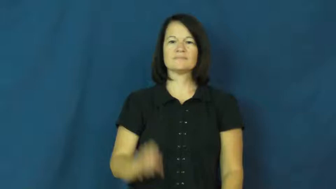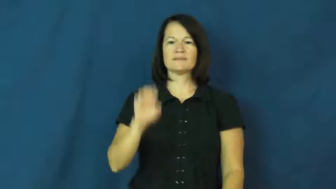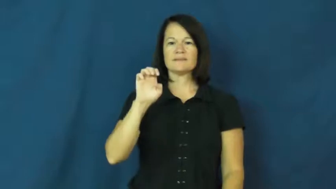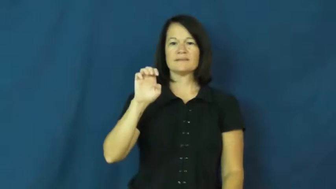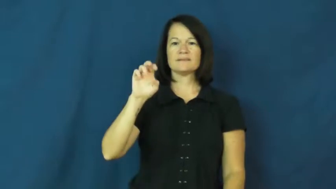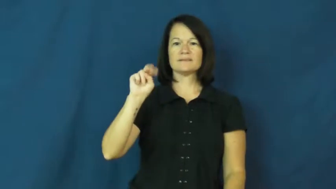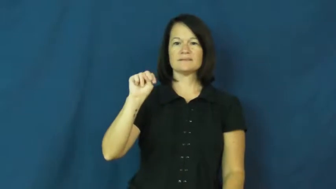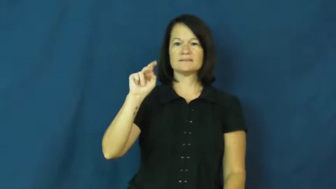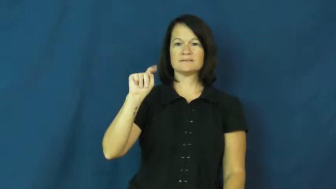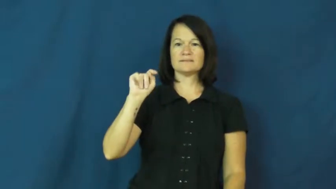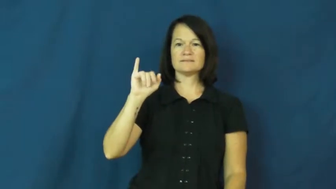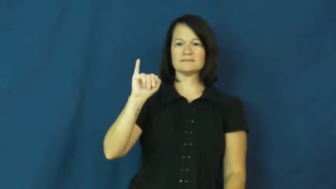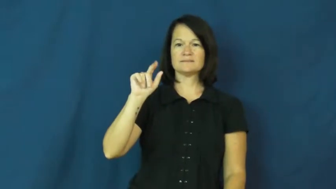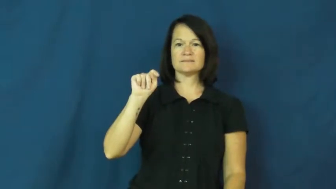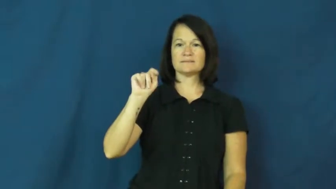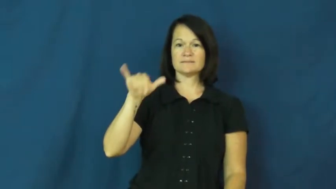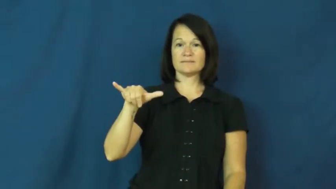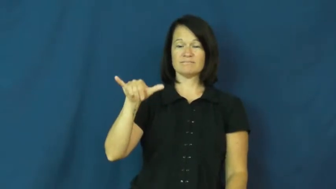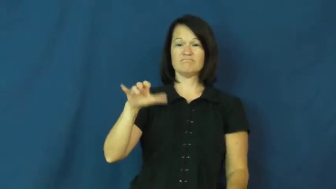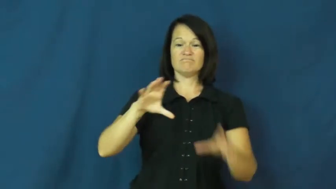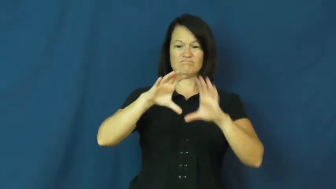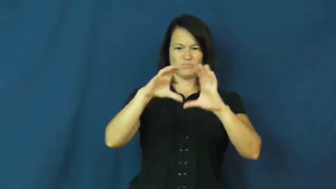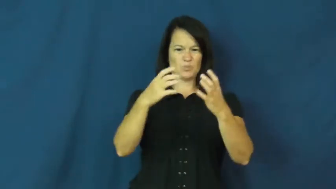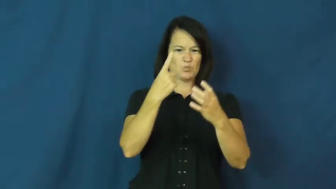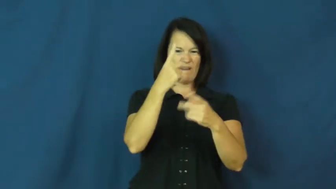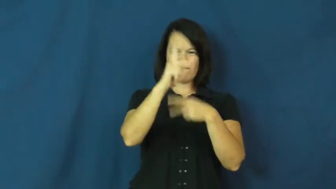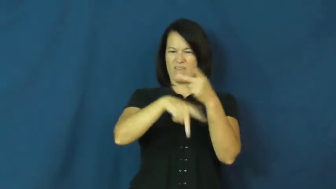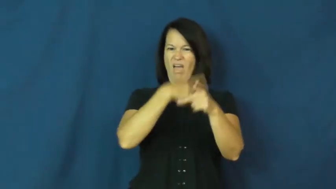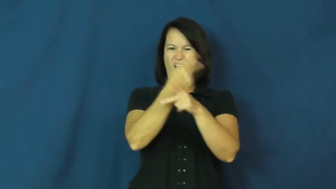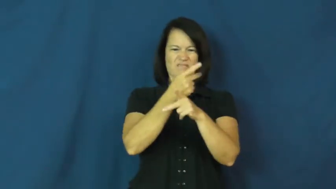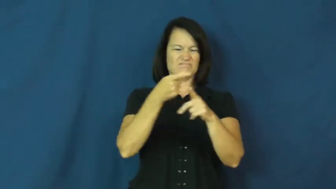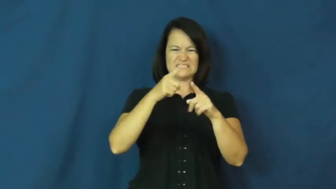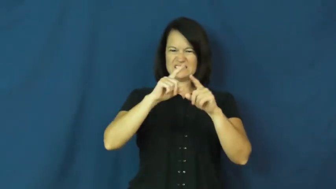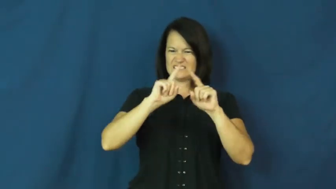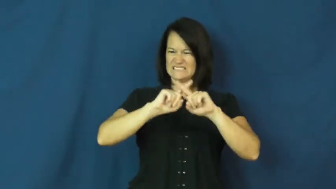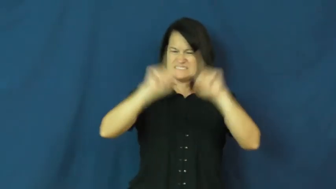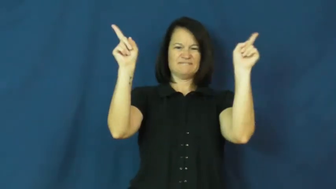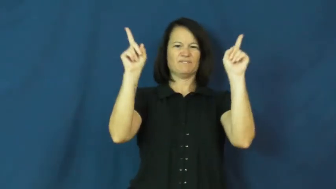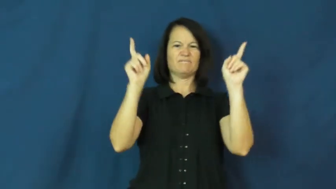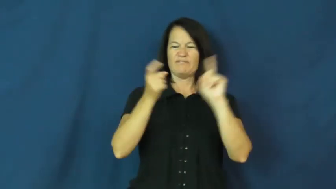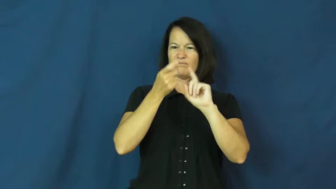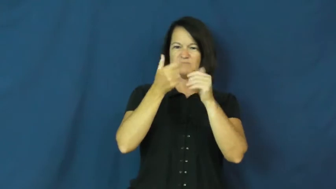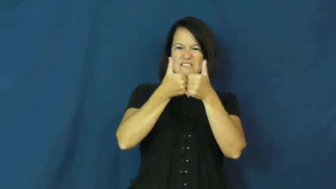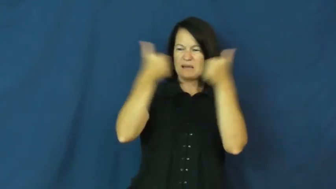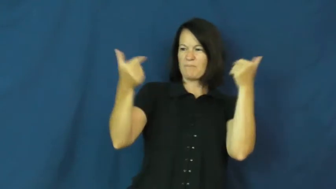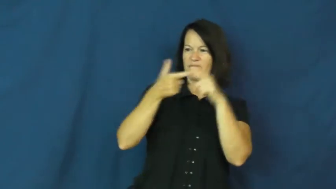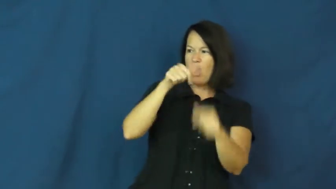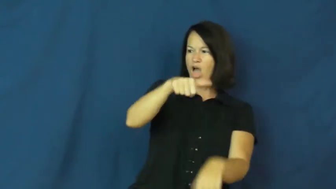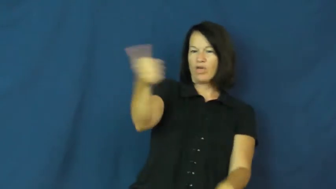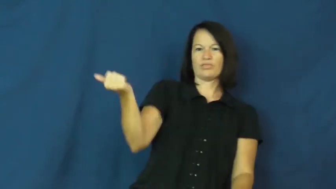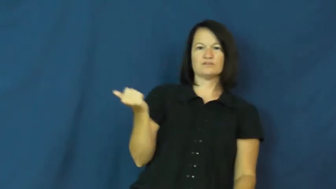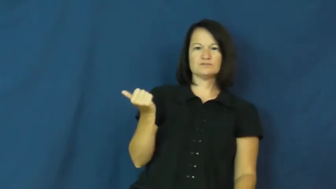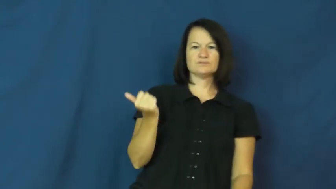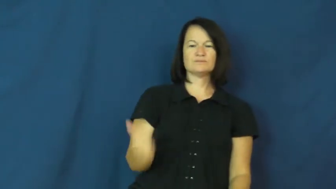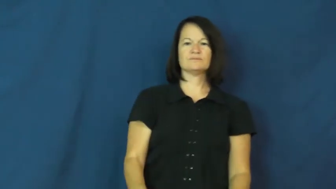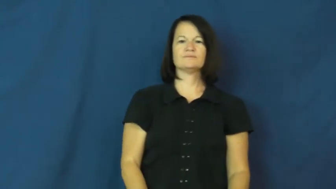entity